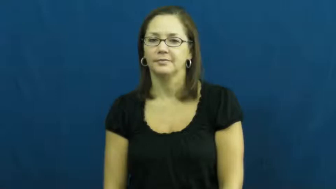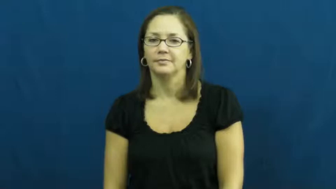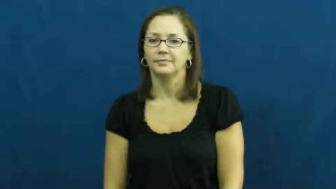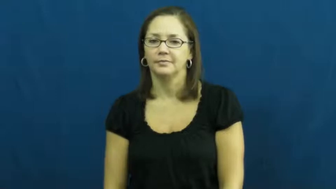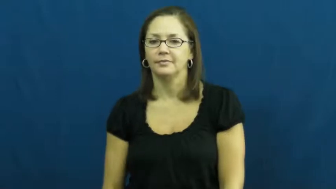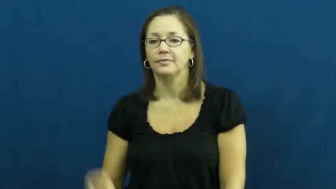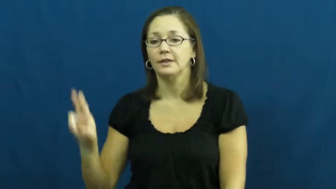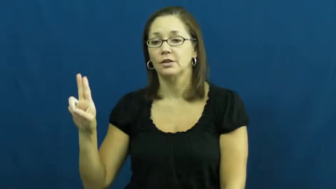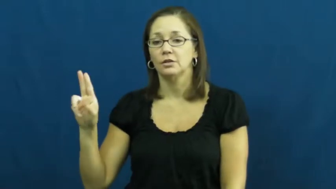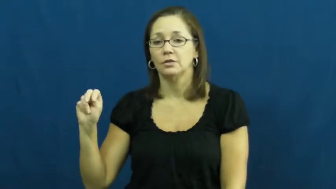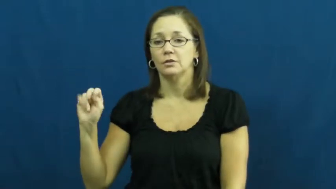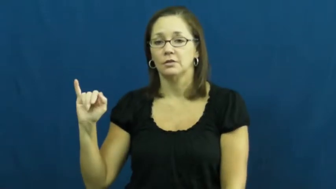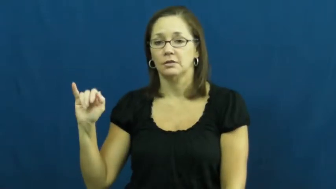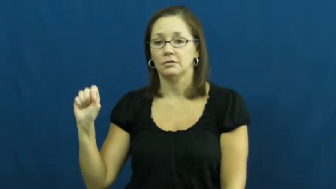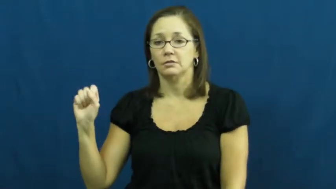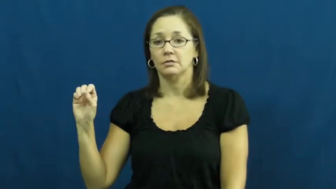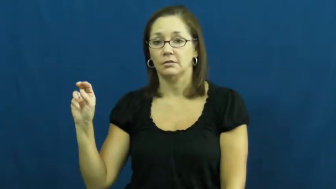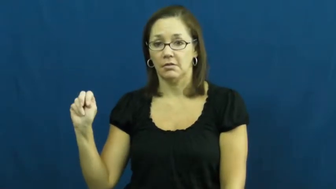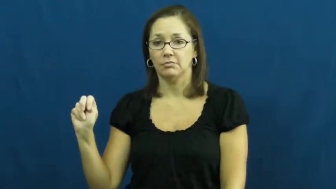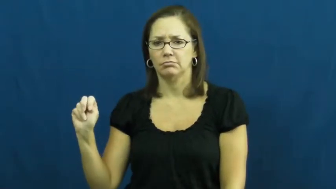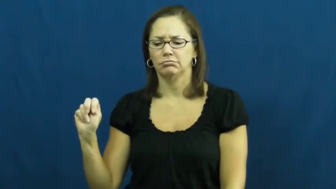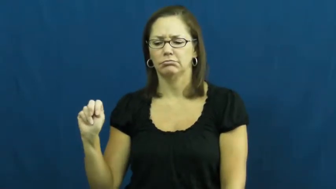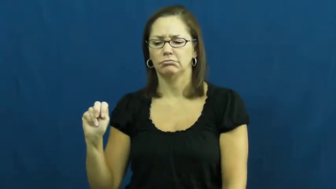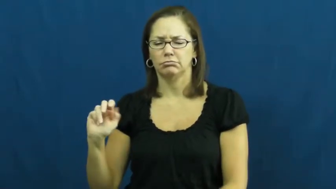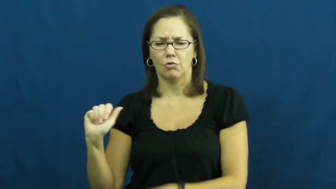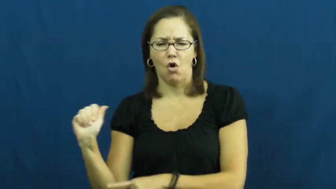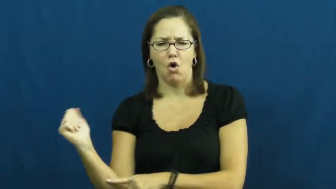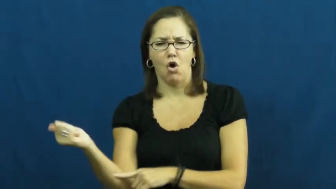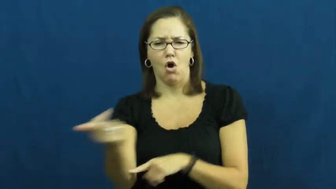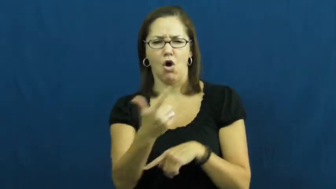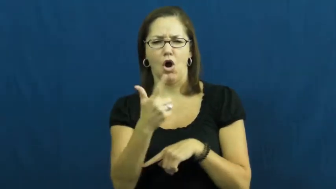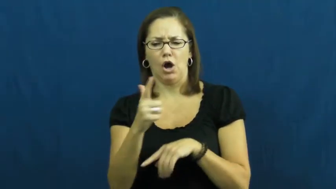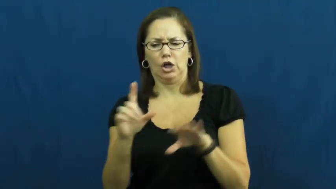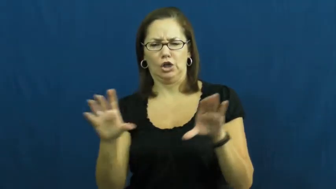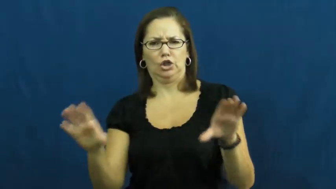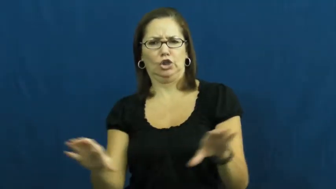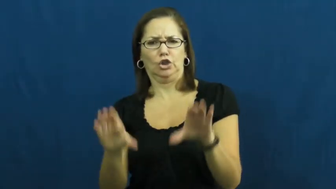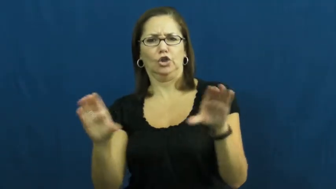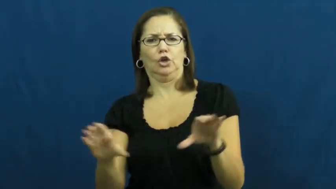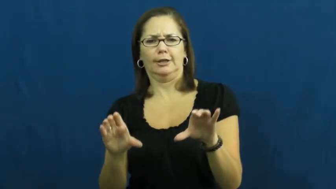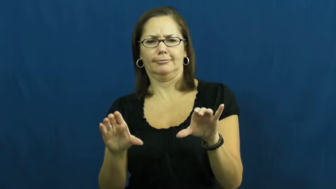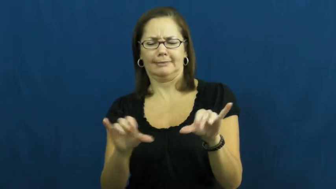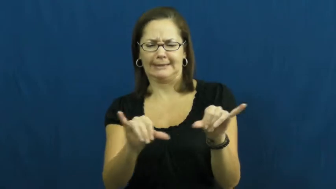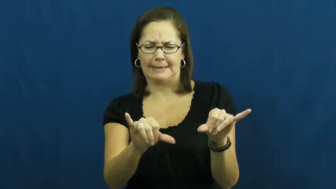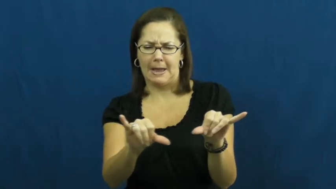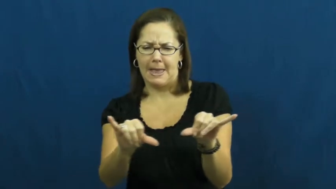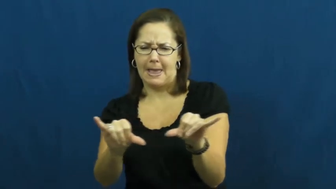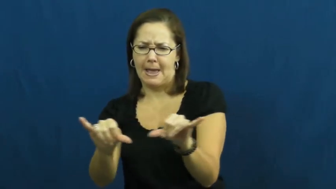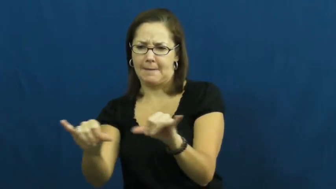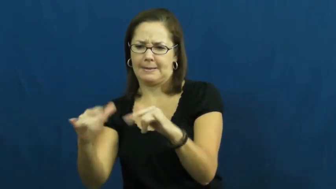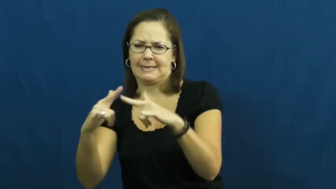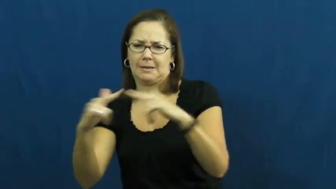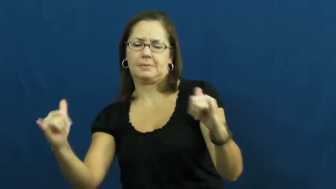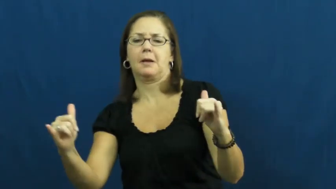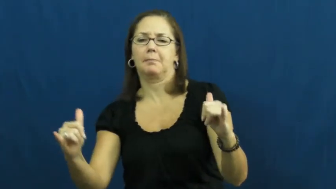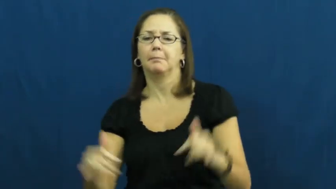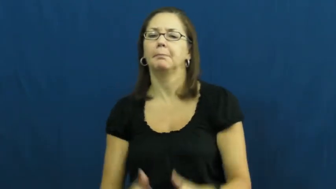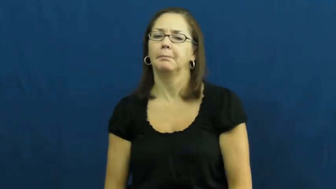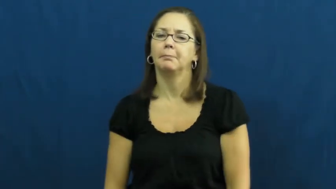unison